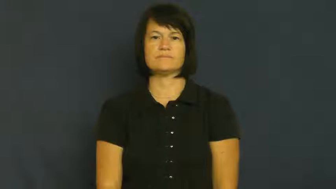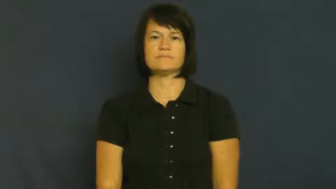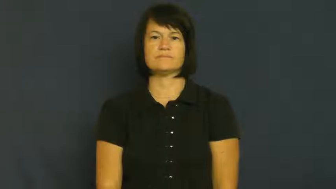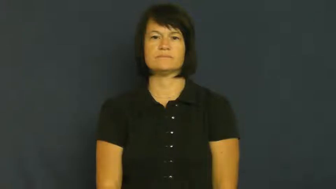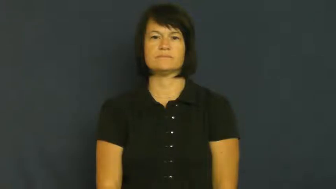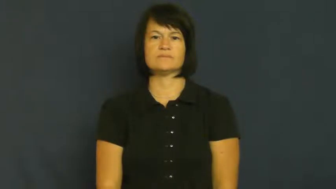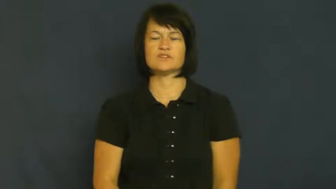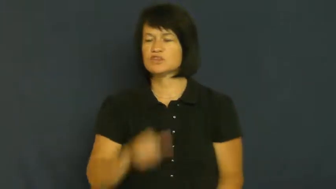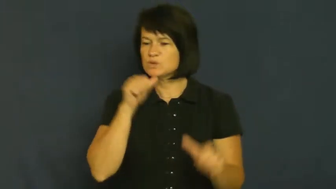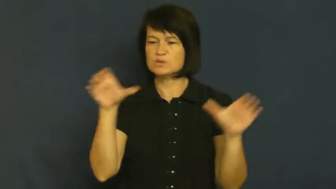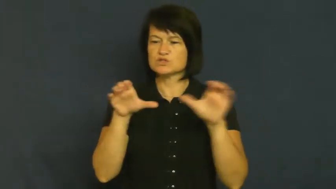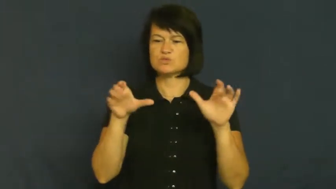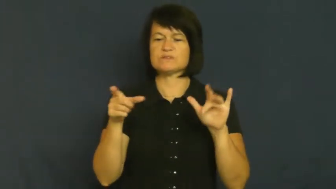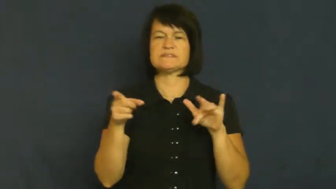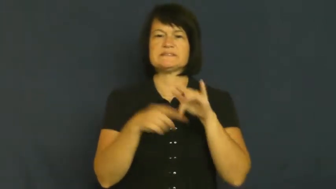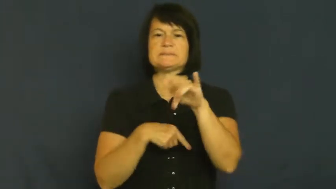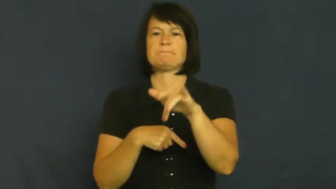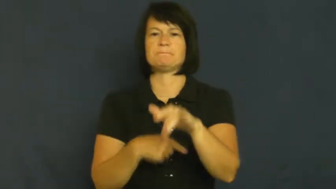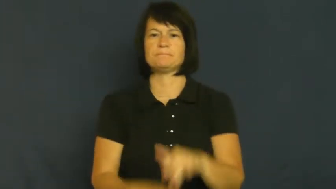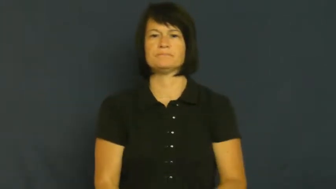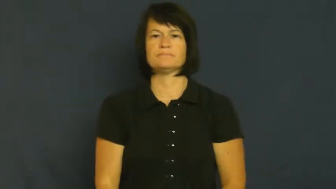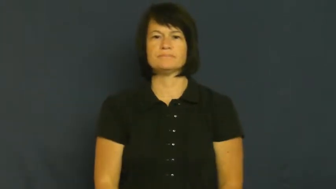skip-not do